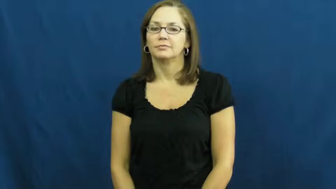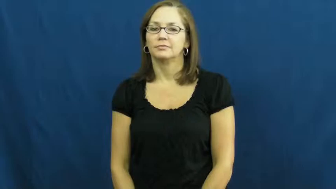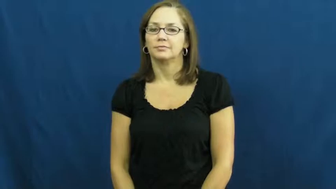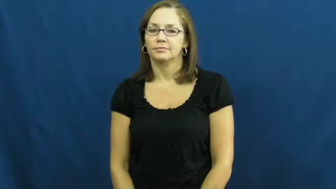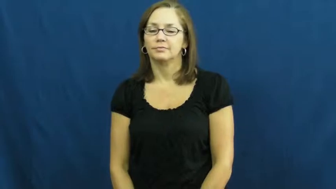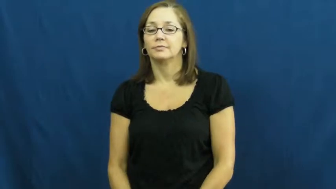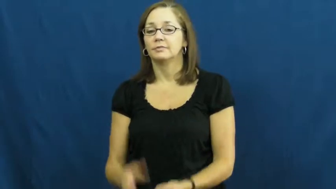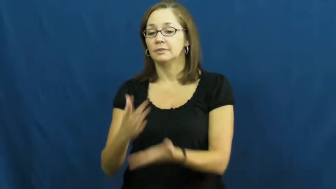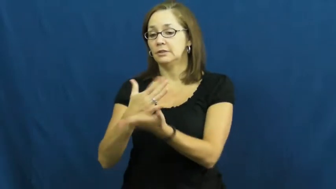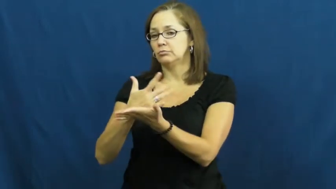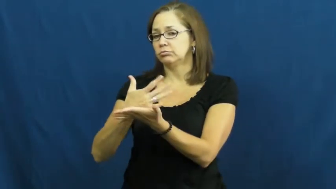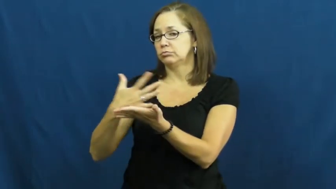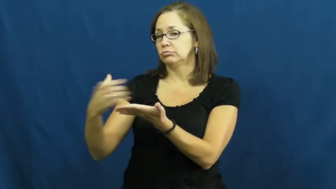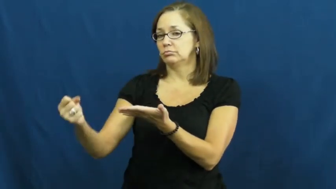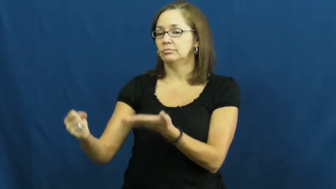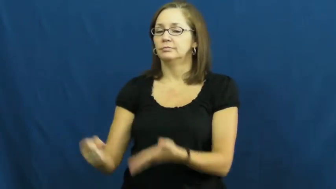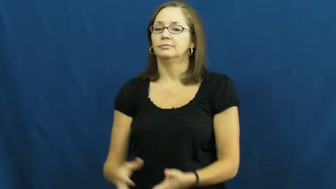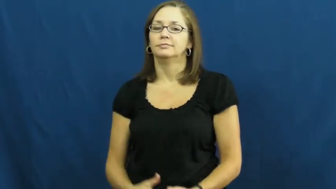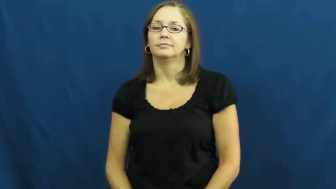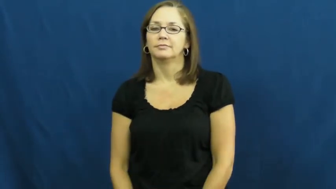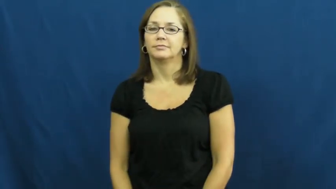deplete,dry up,run out,run out of,disappear